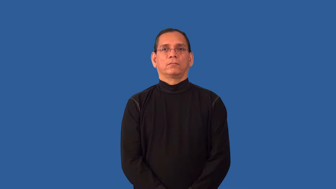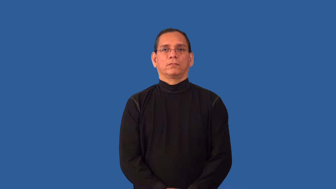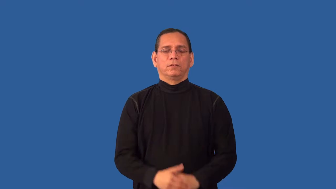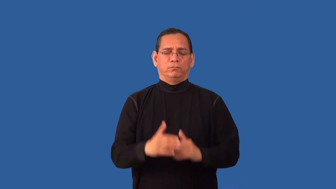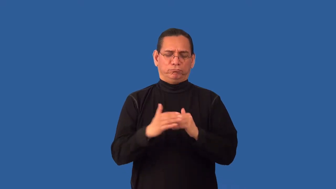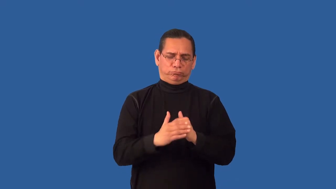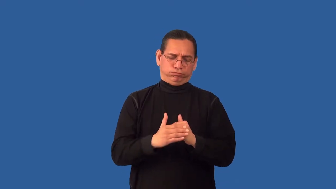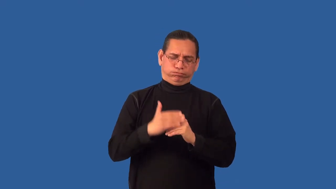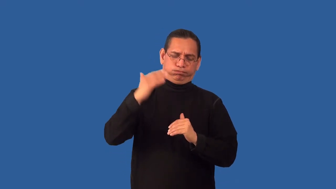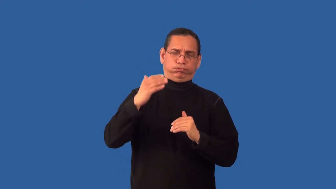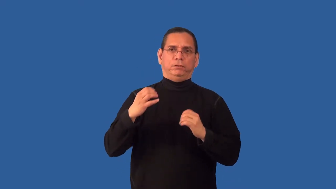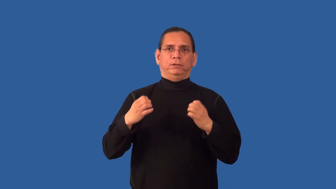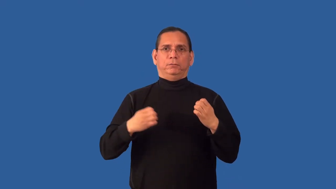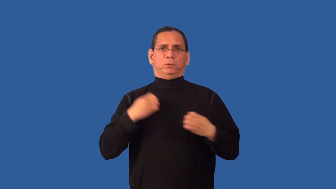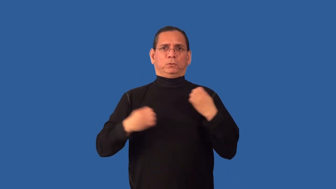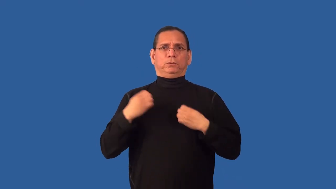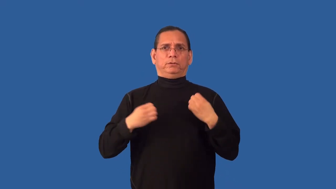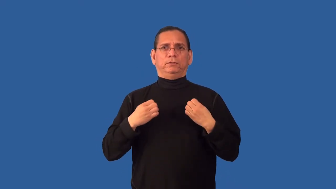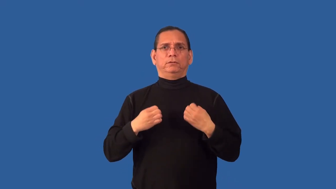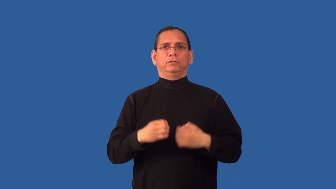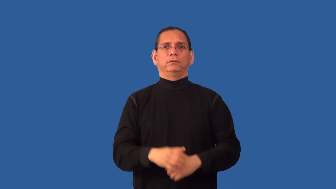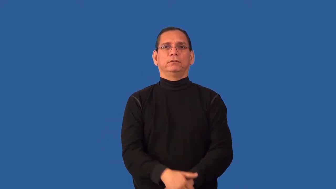dramatic,melodramatic,overemotional,overdramatic,ham,histrionic